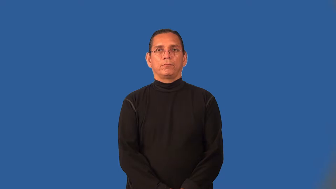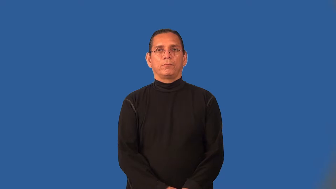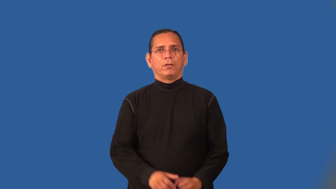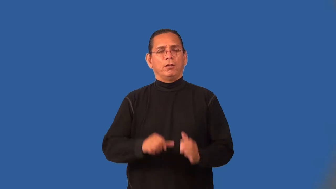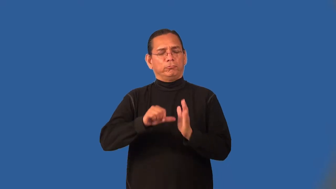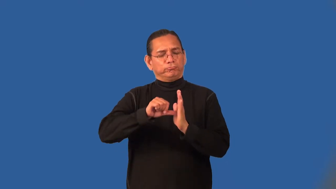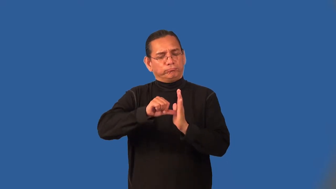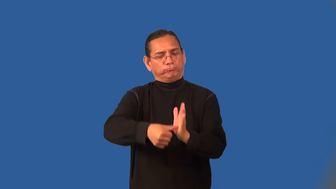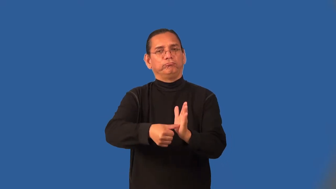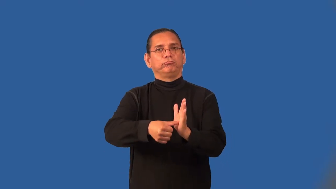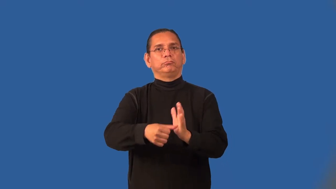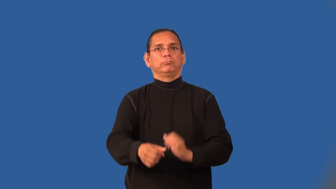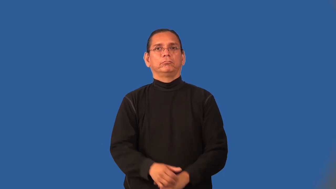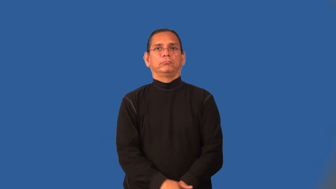sheer-emphasize amount of something